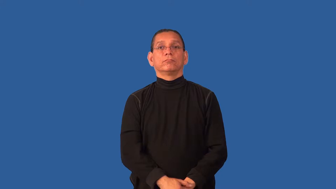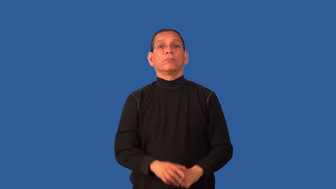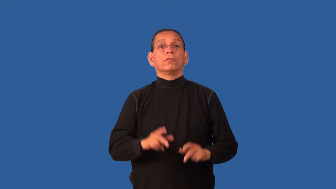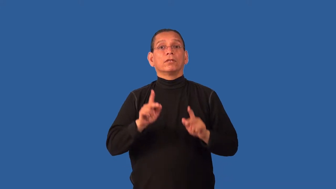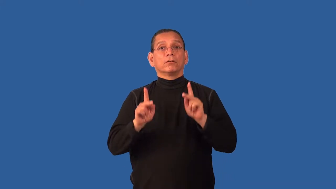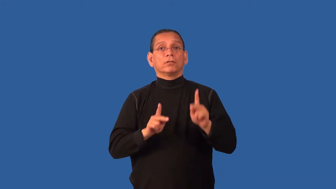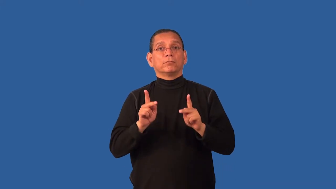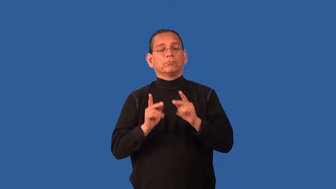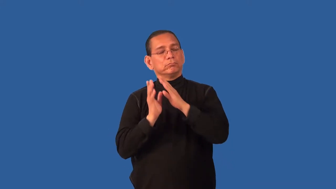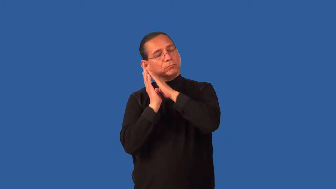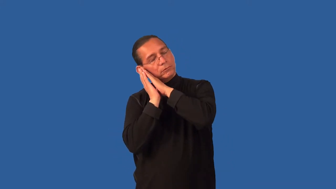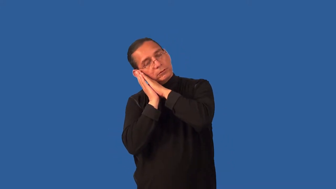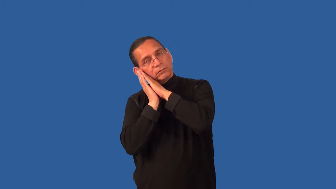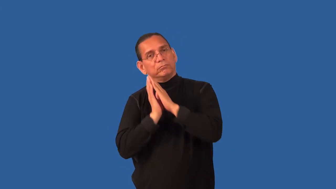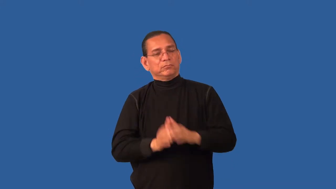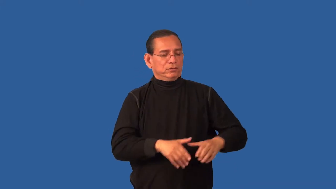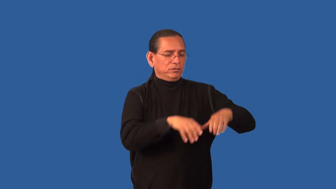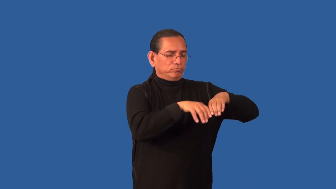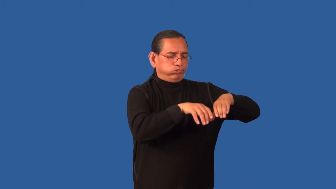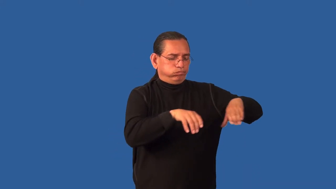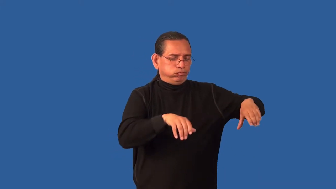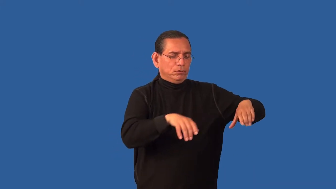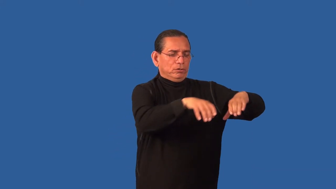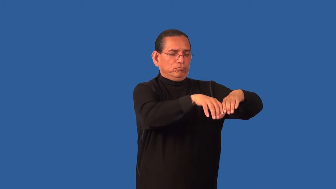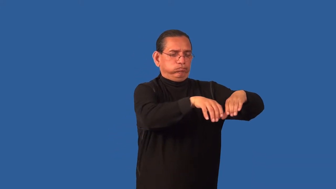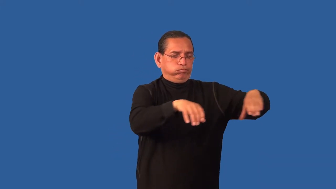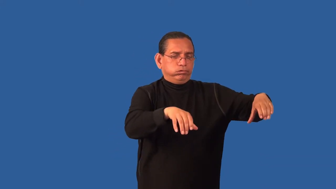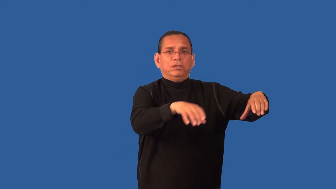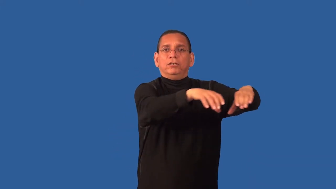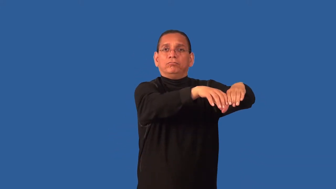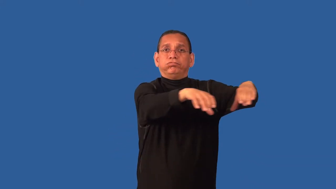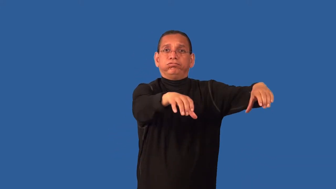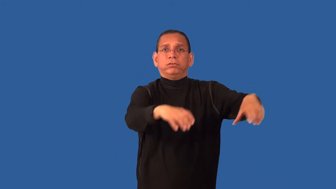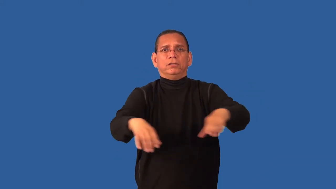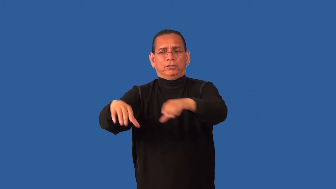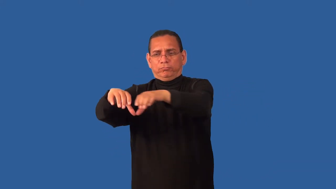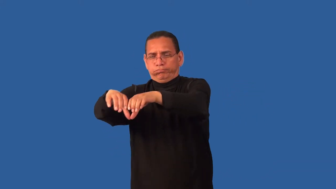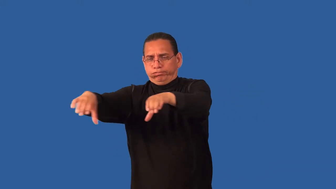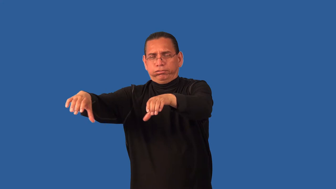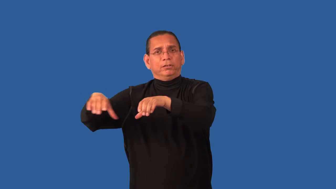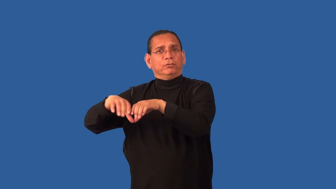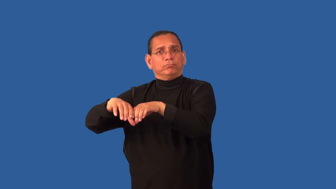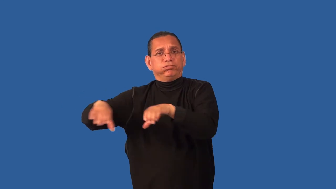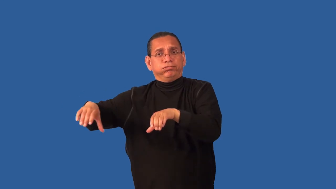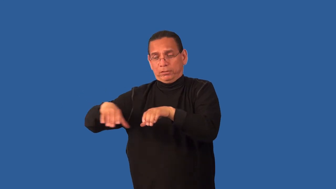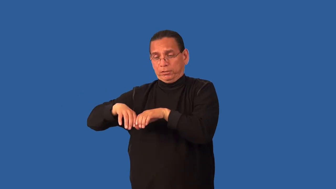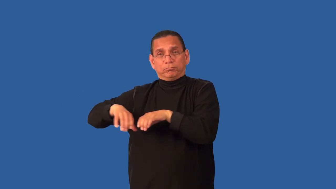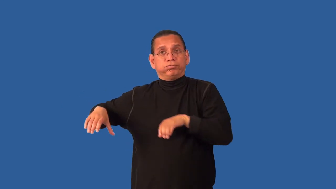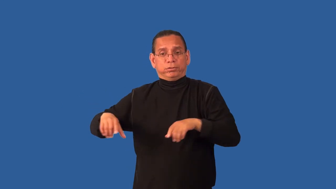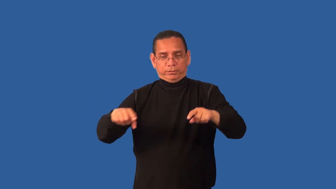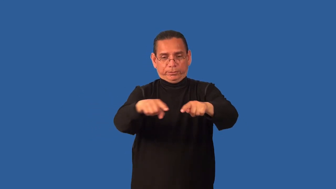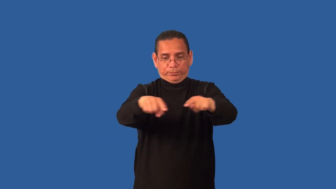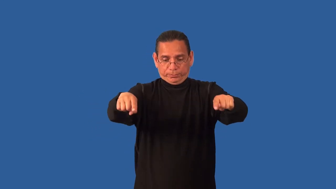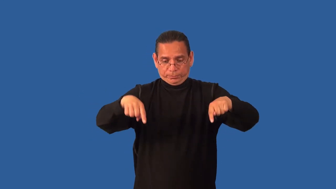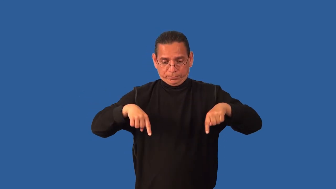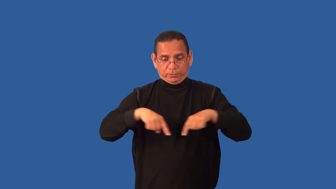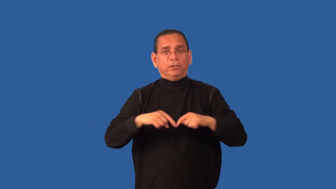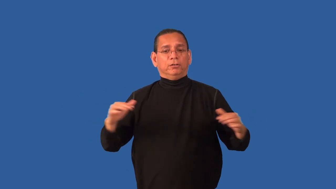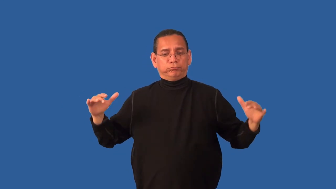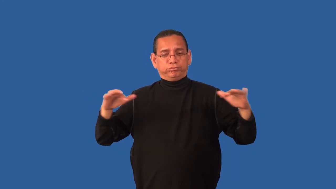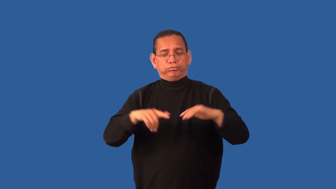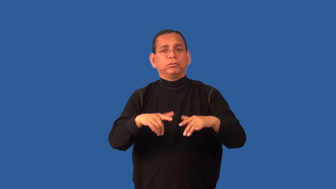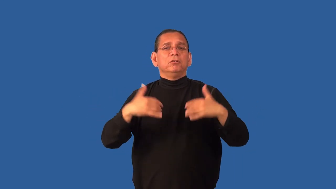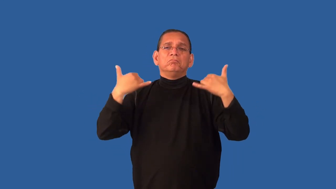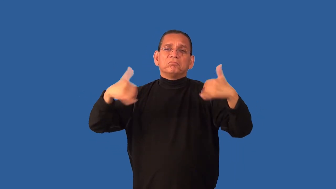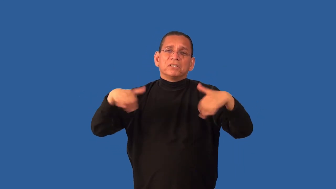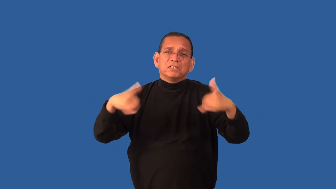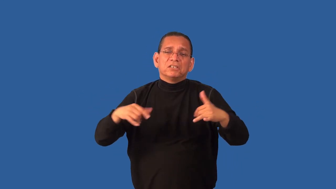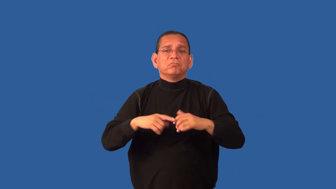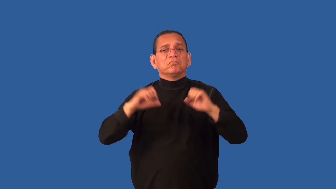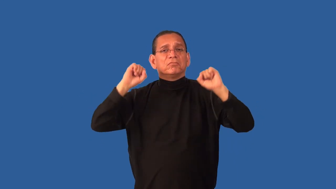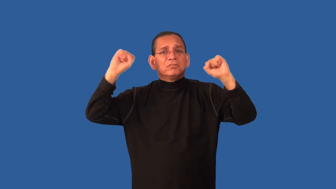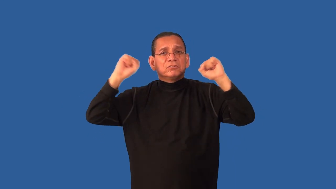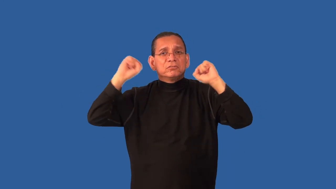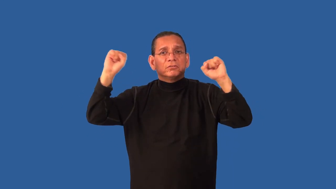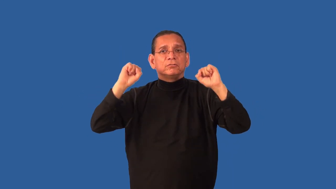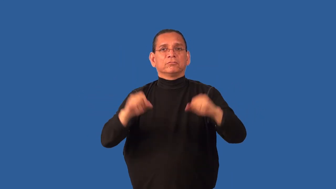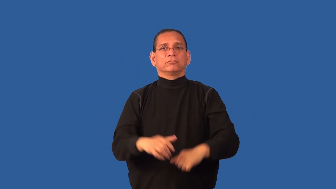compound-enclosed area for soldiers or prisoners